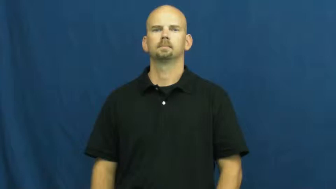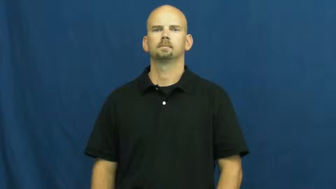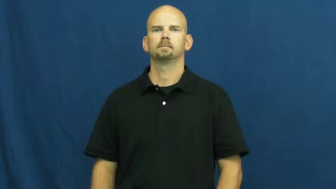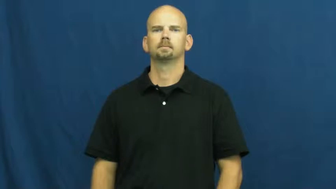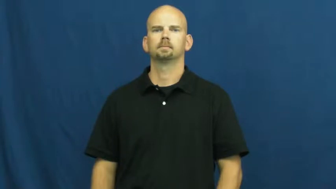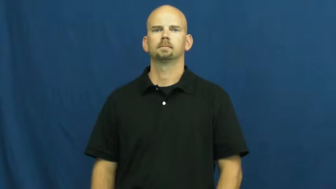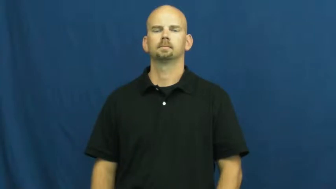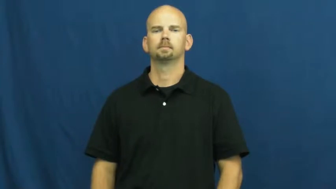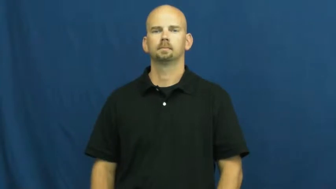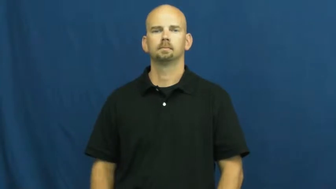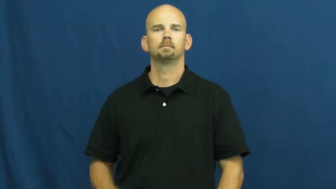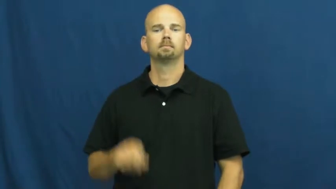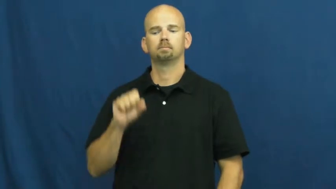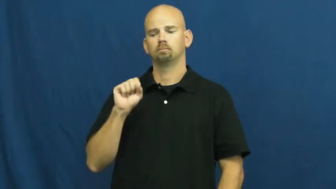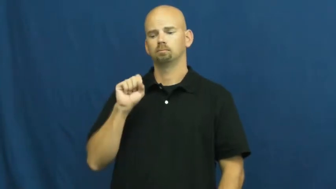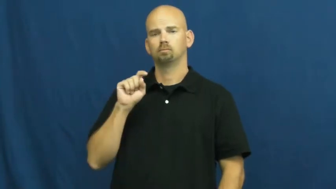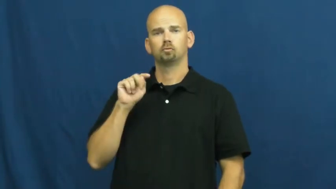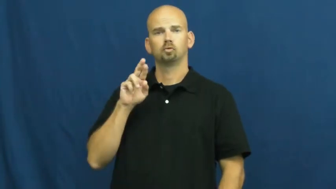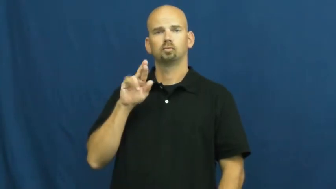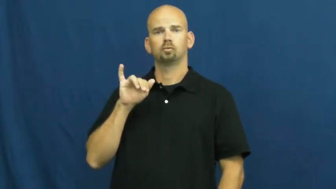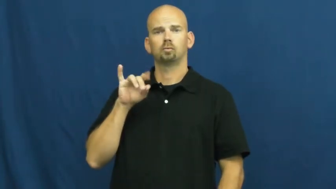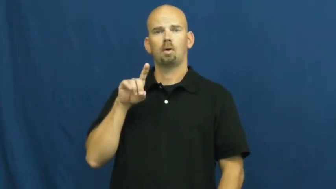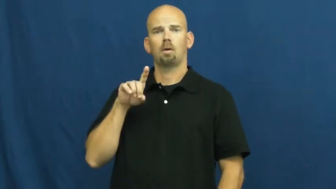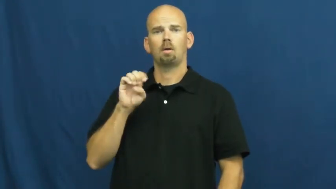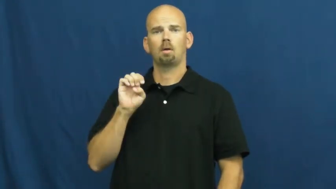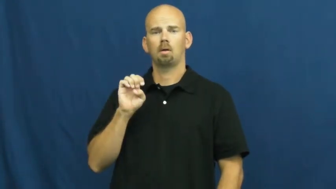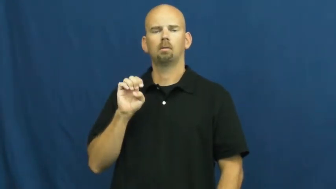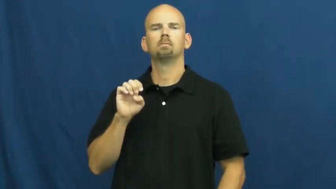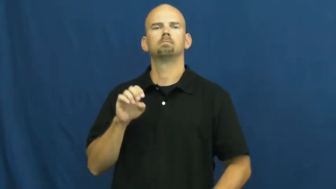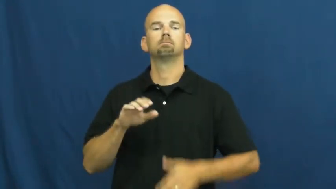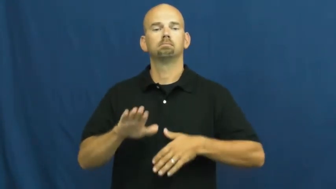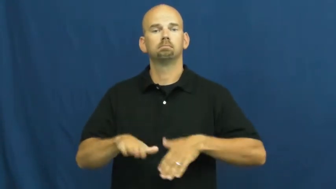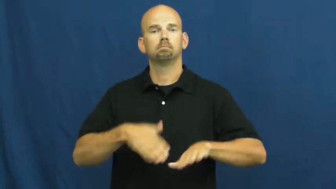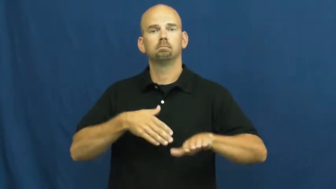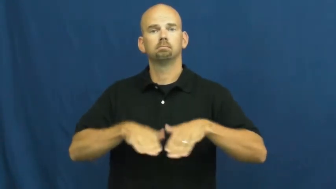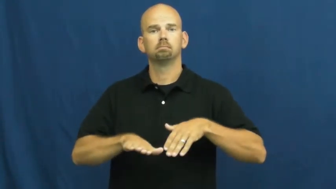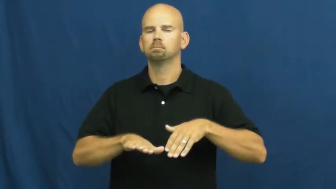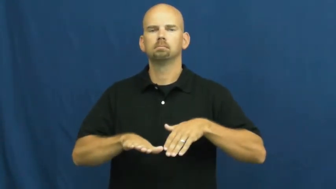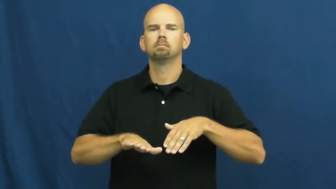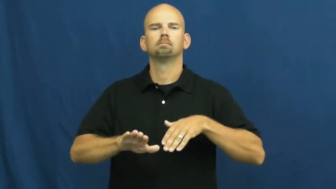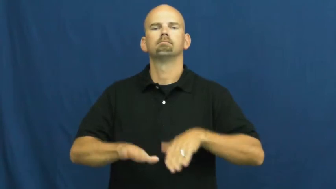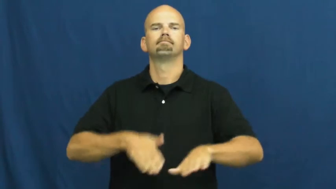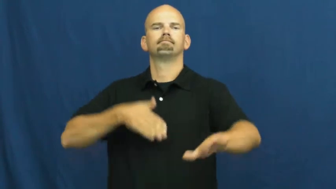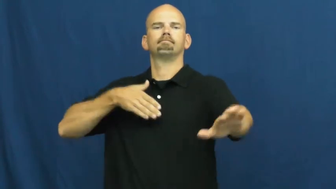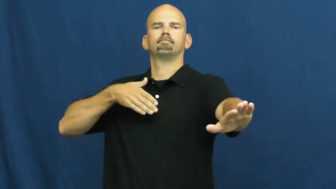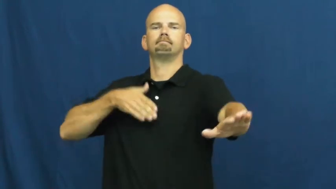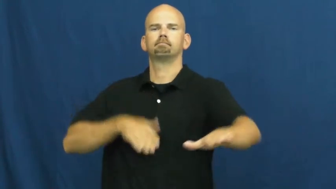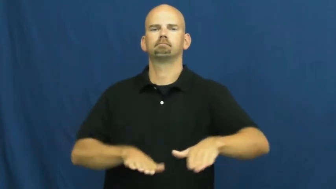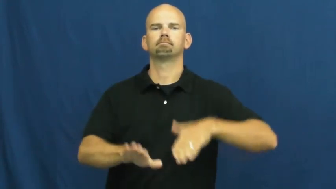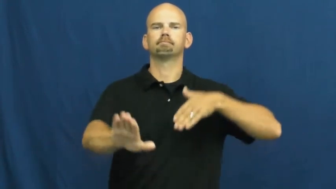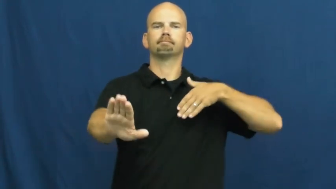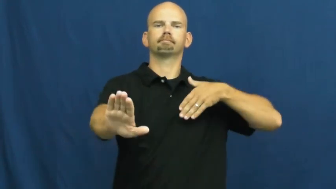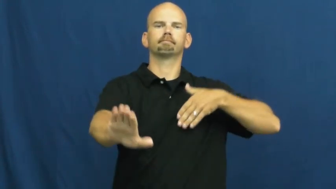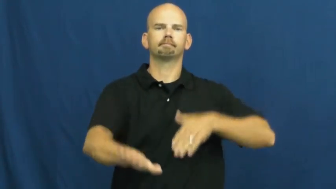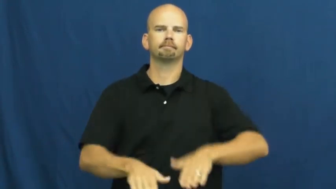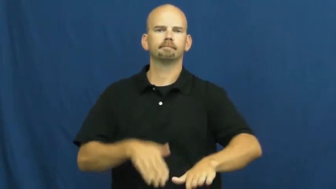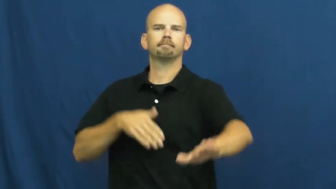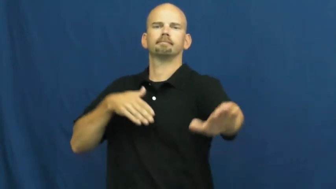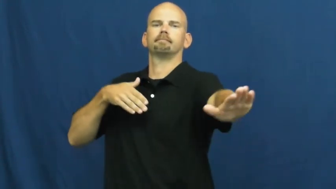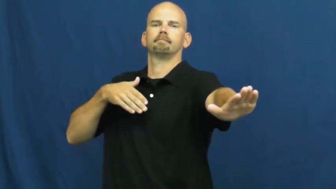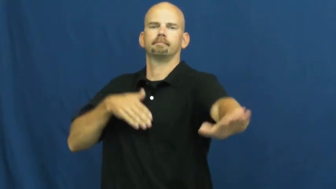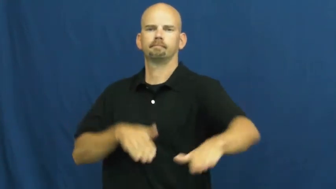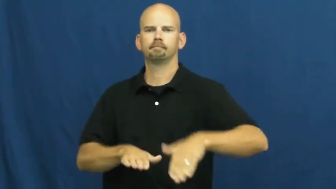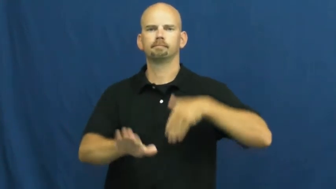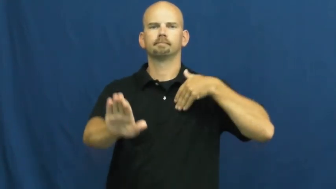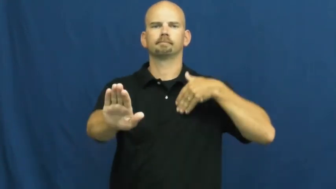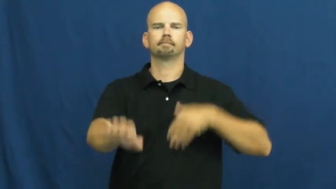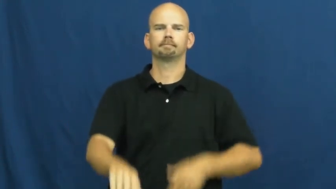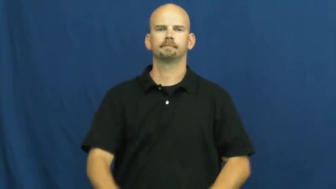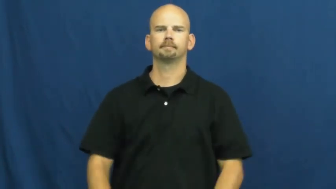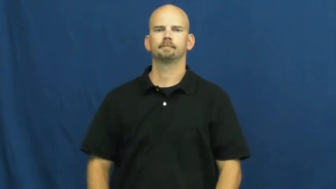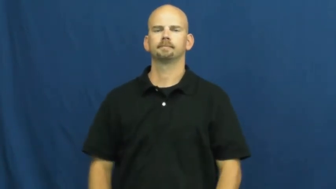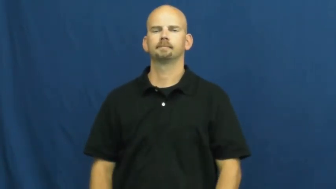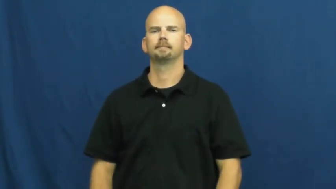stride